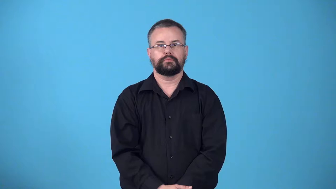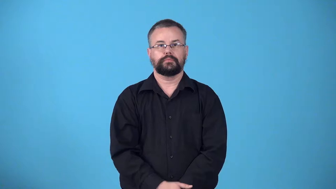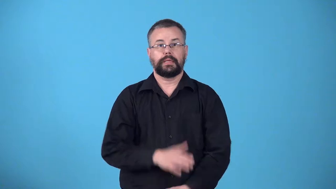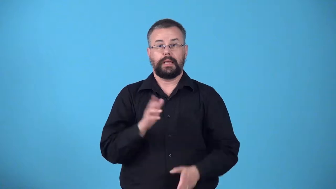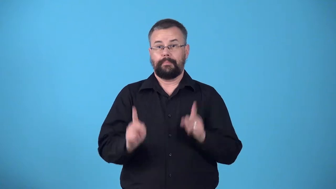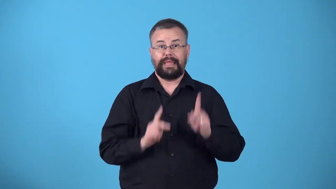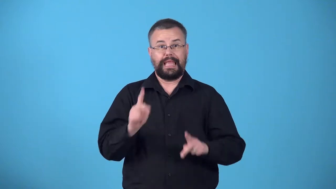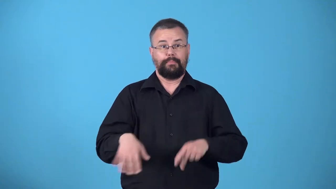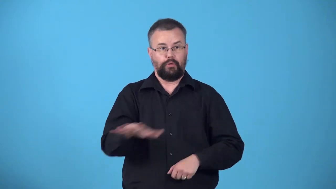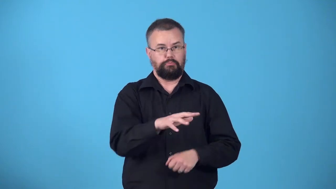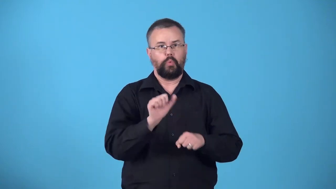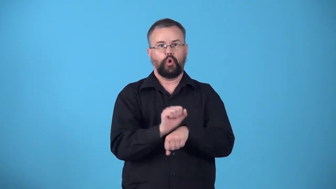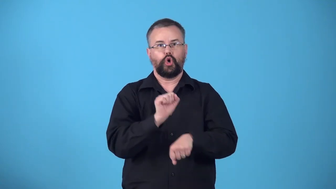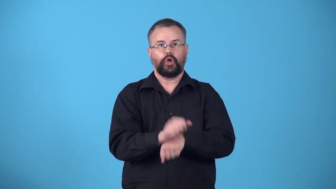workforce